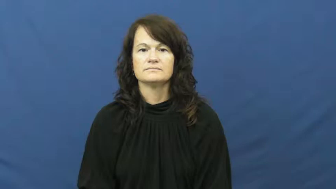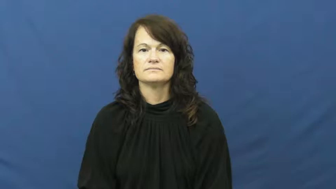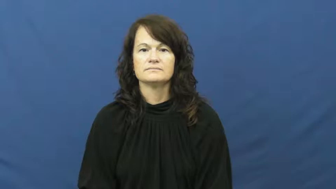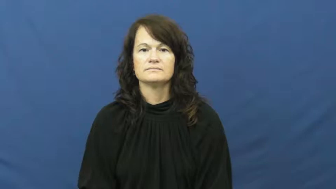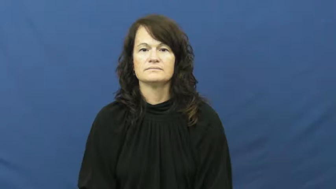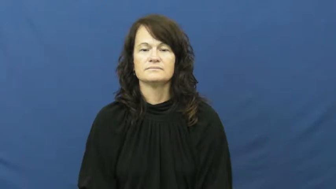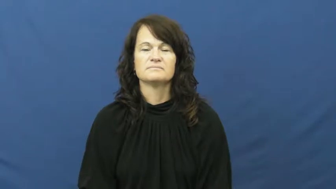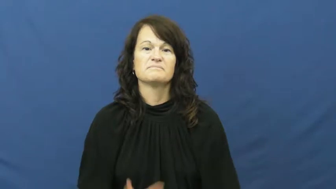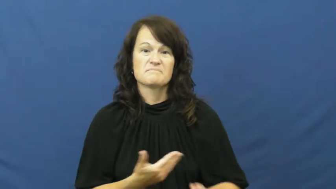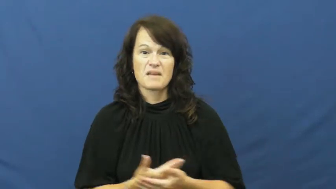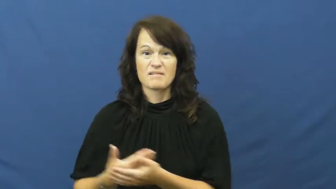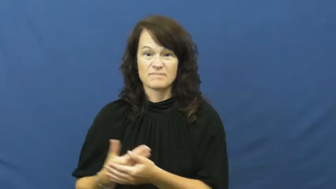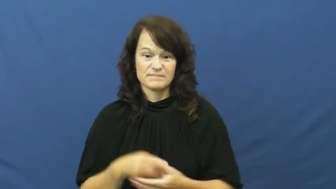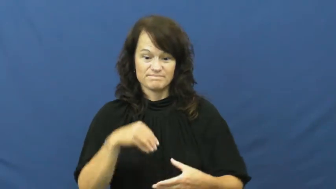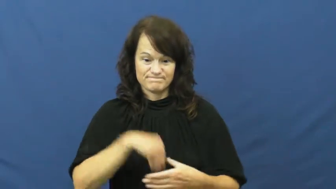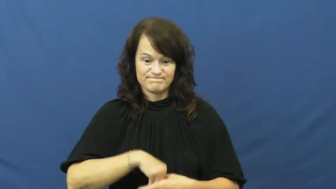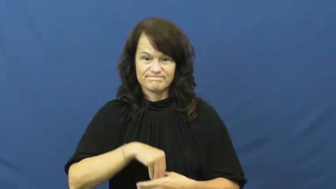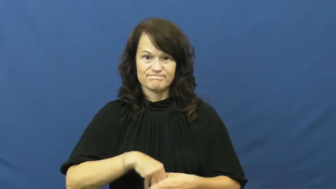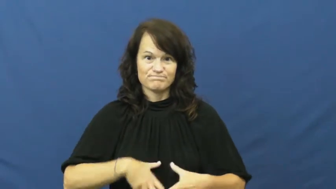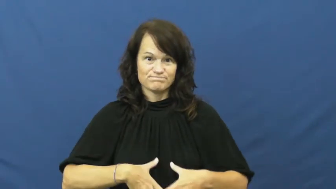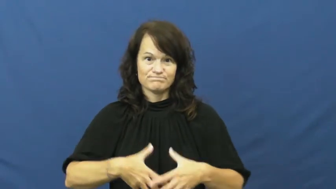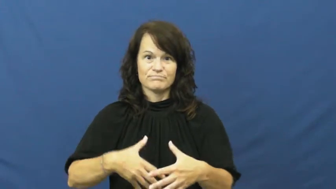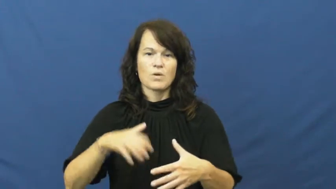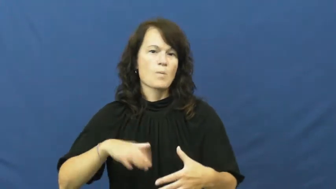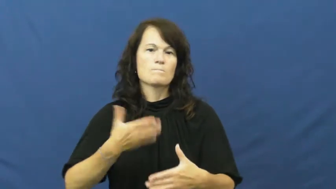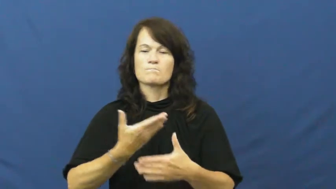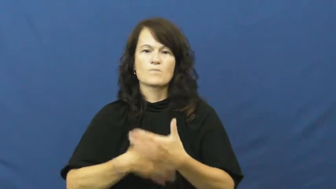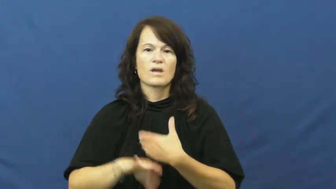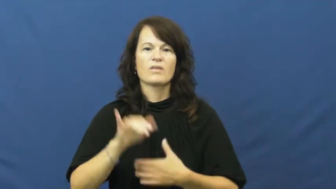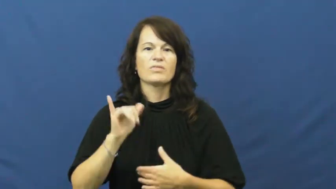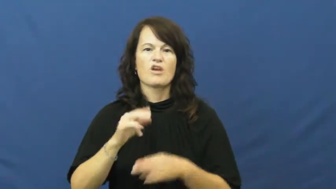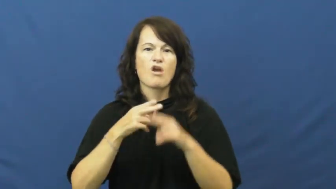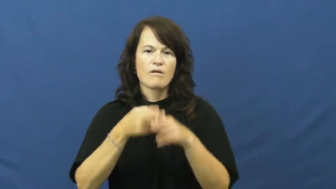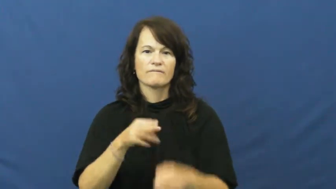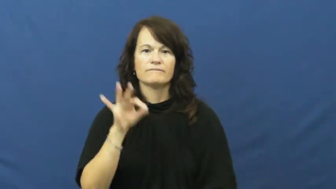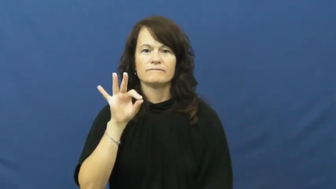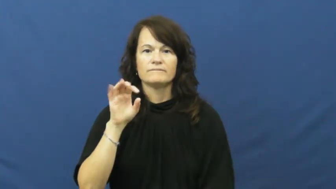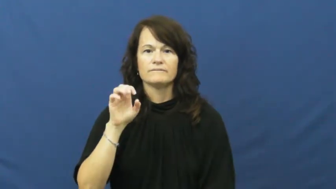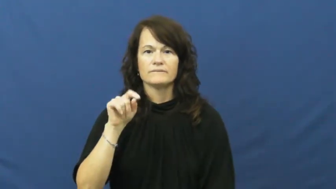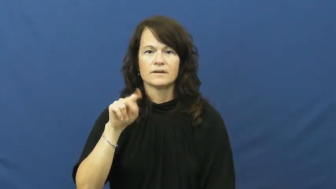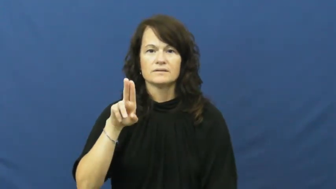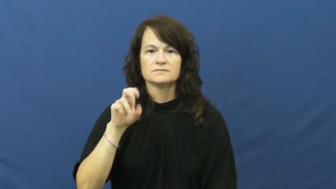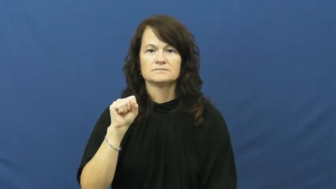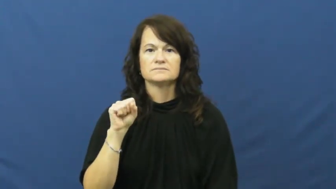fetus